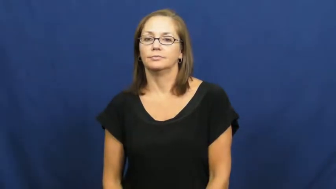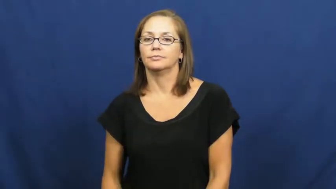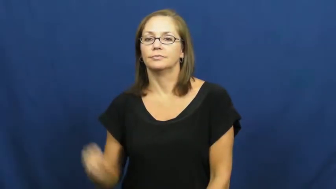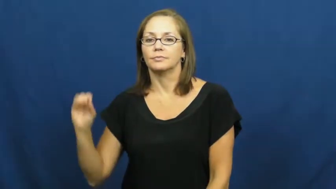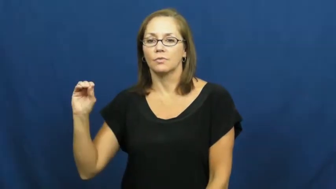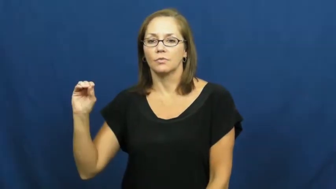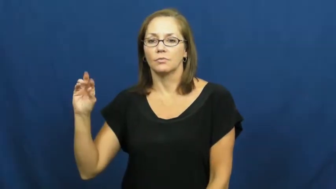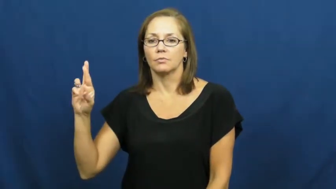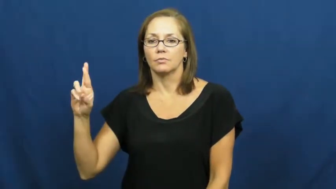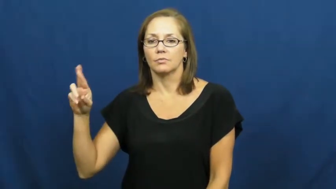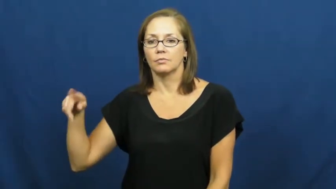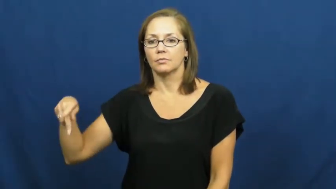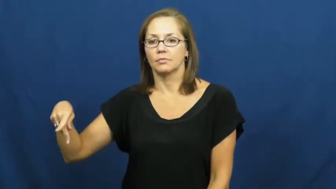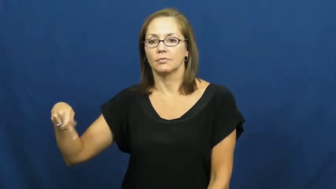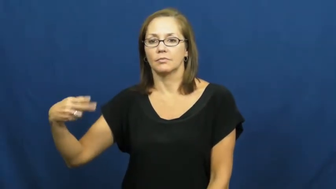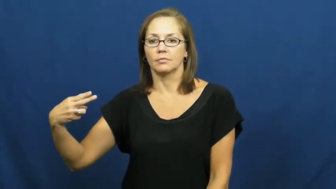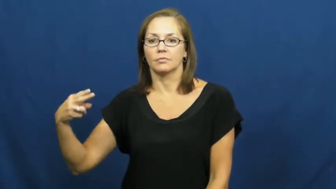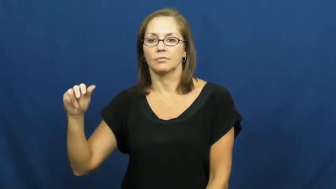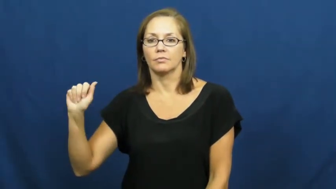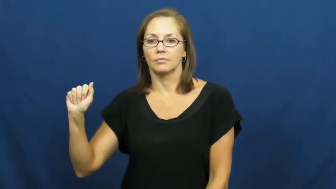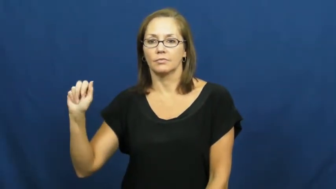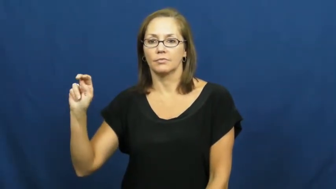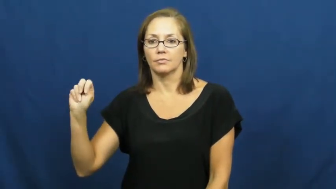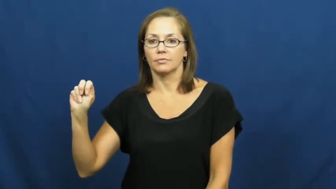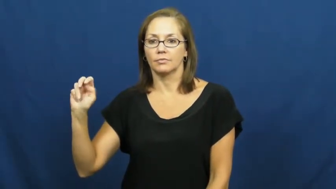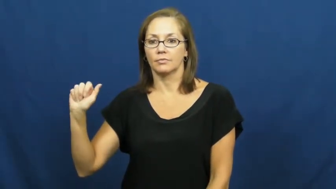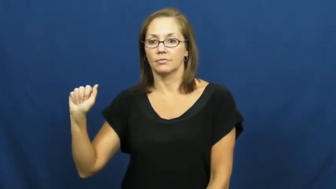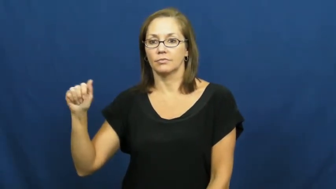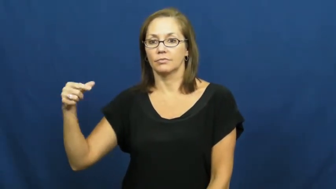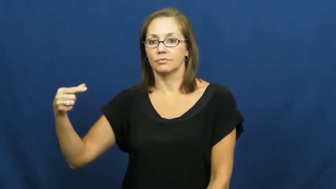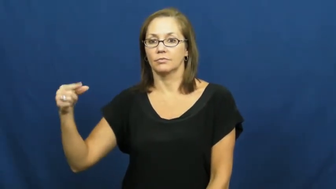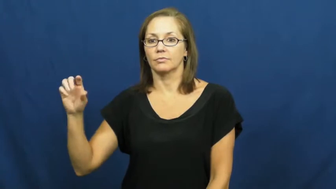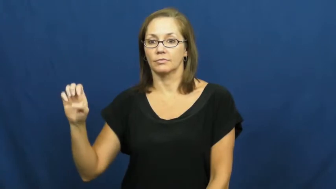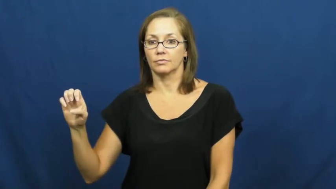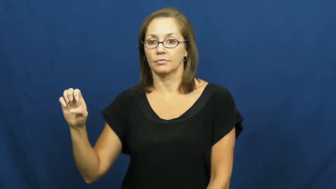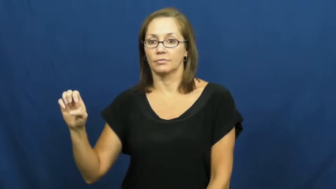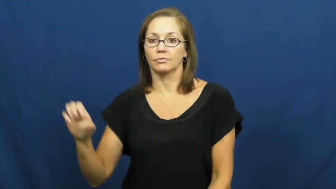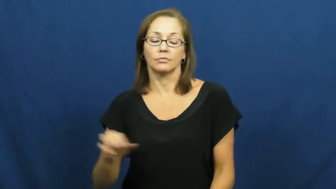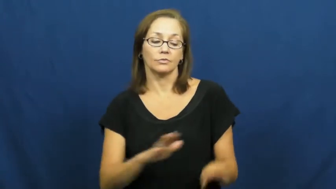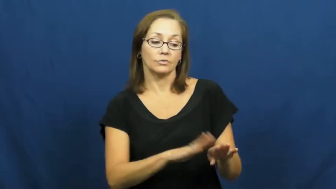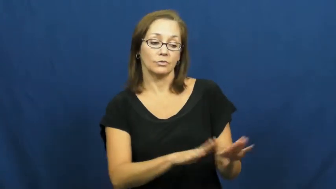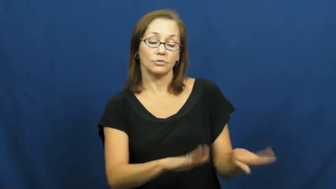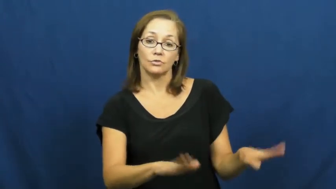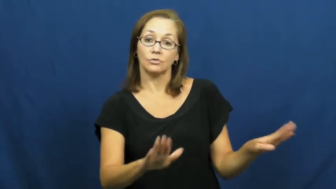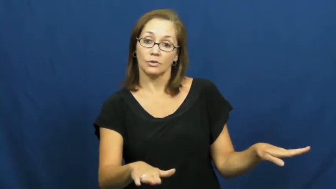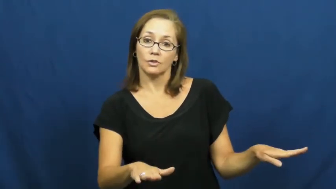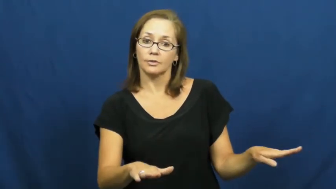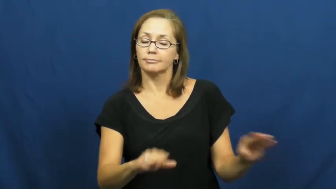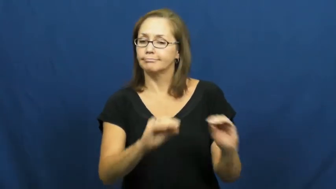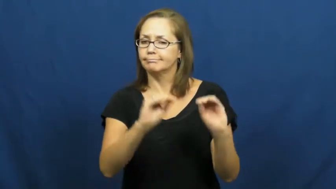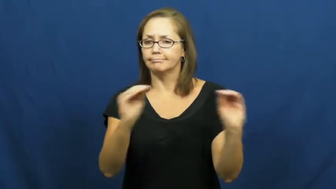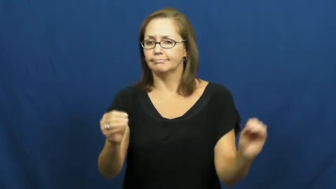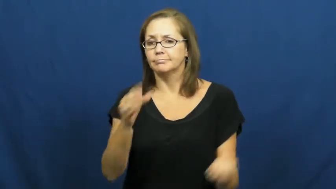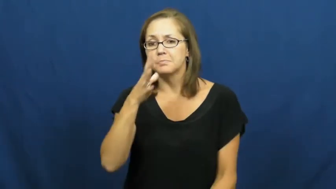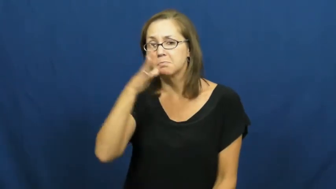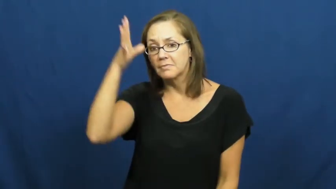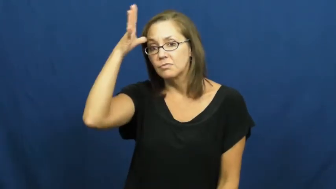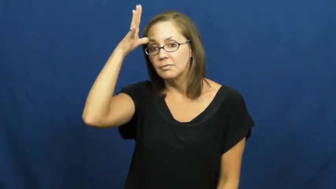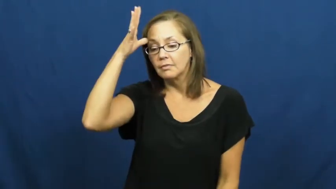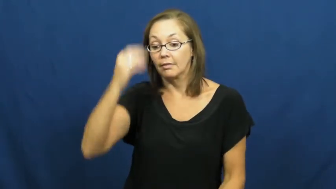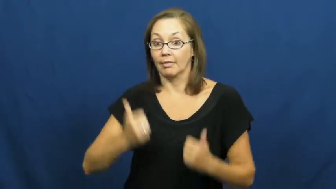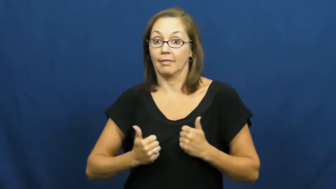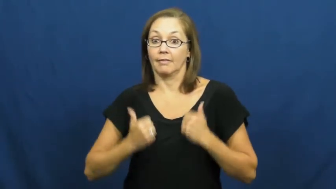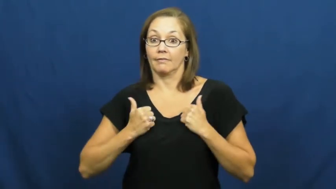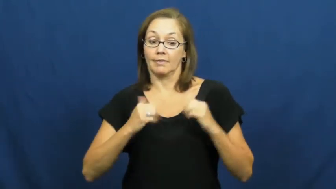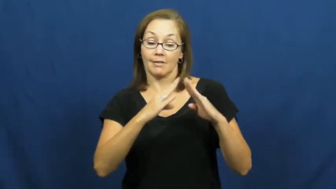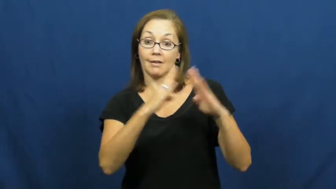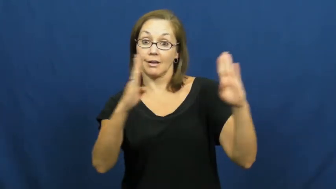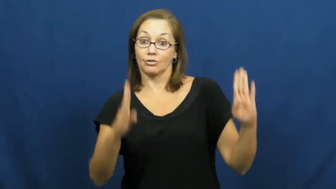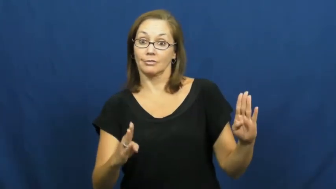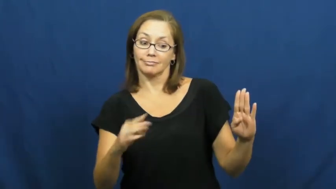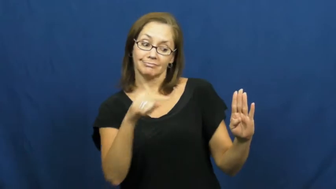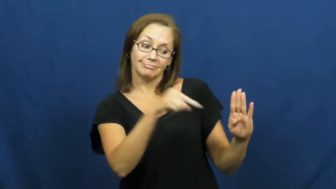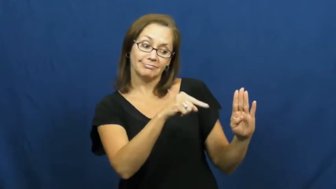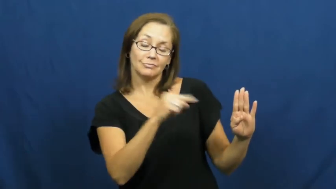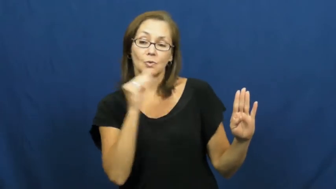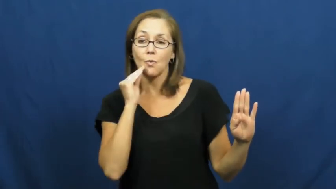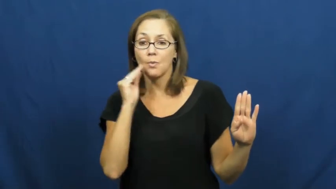orphanage